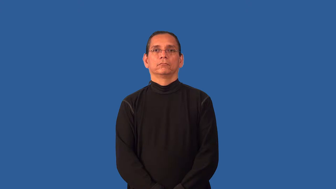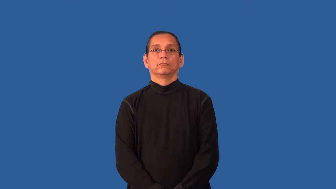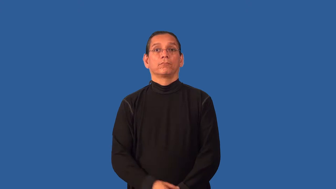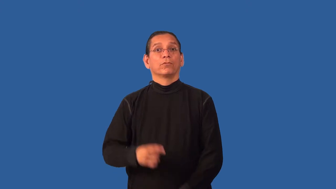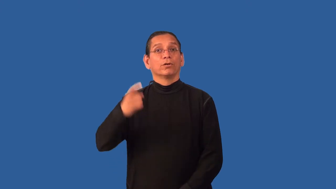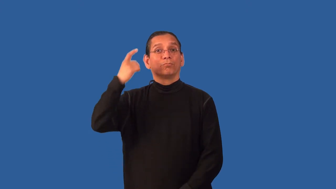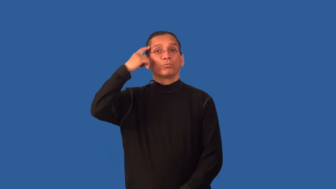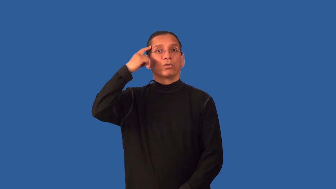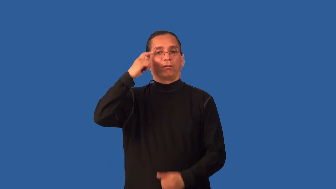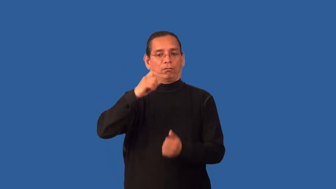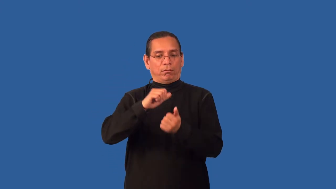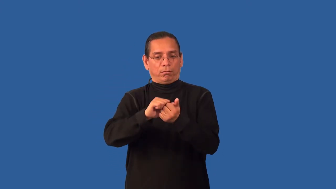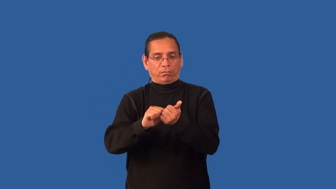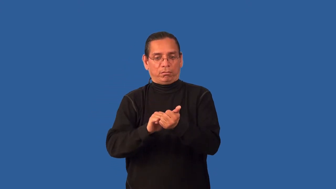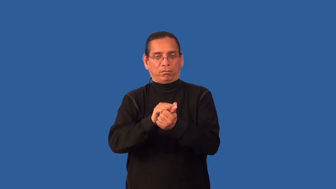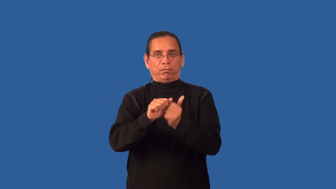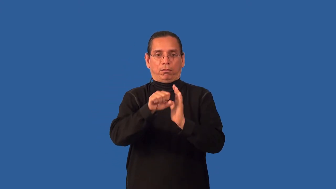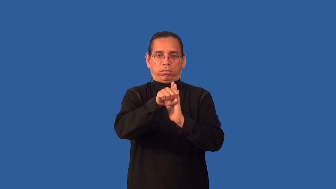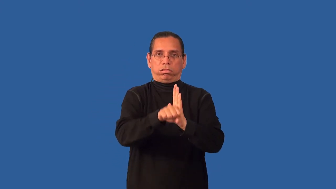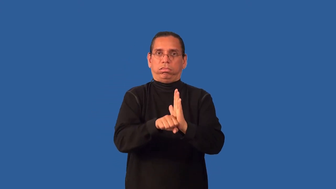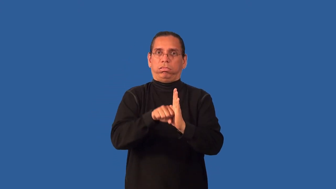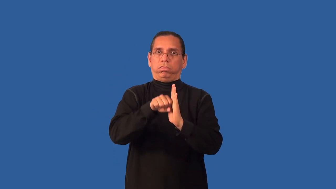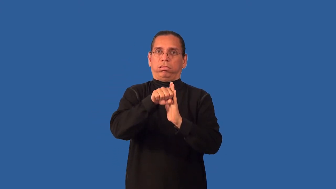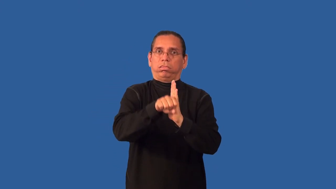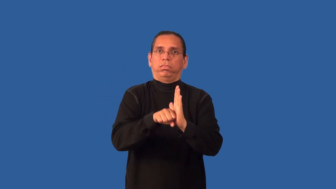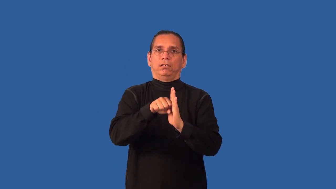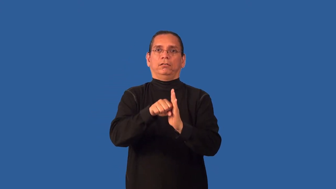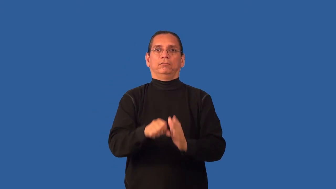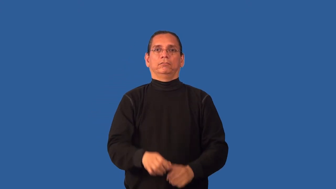brainwash